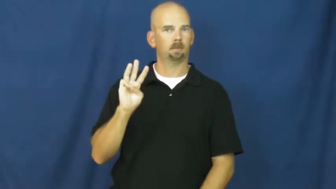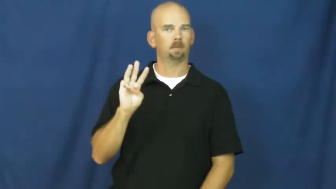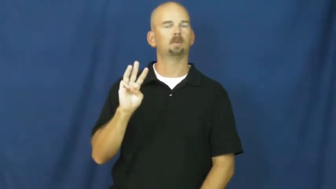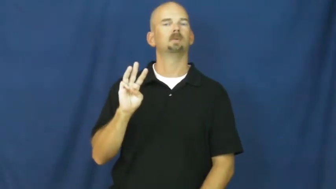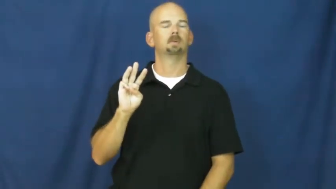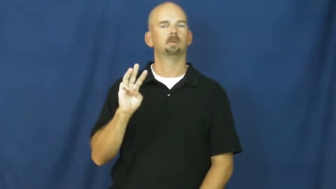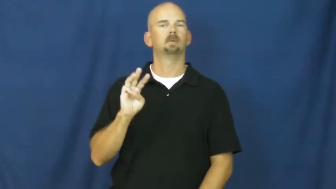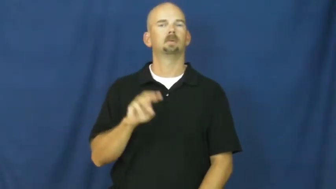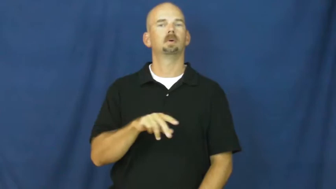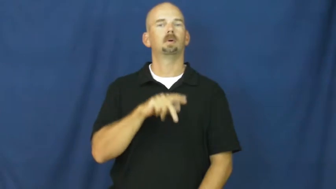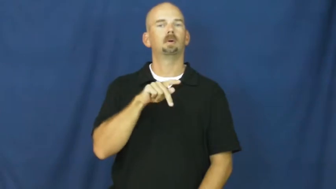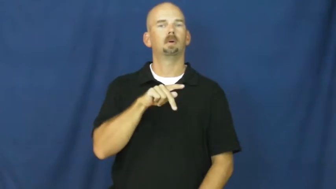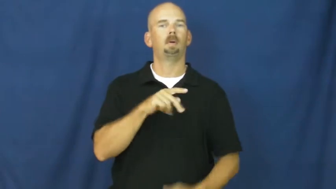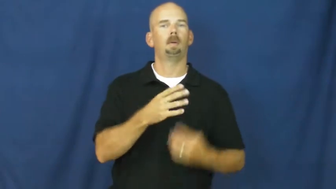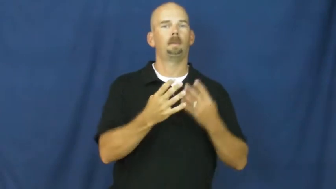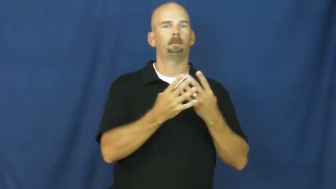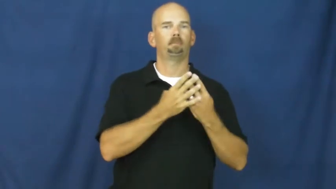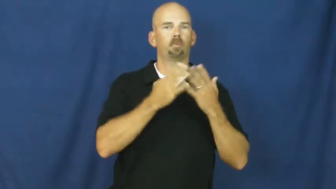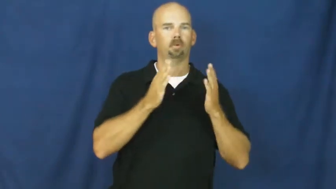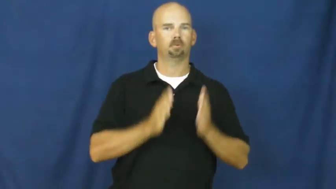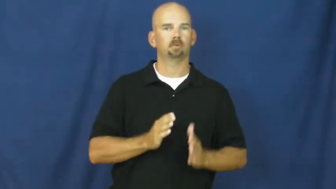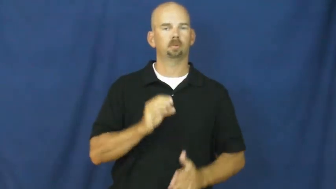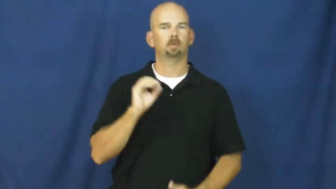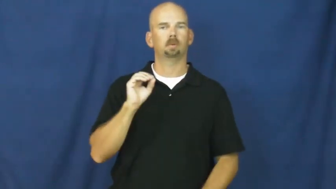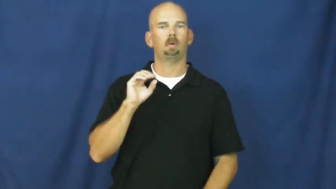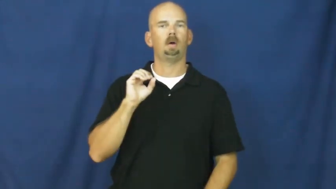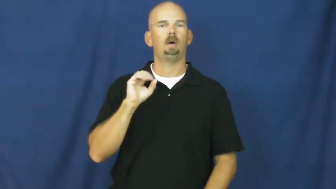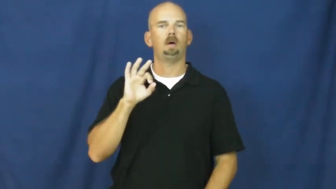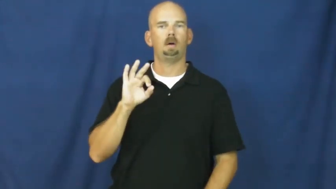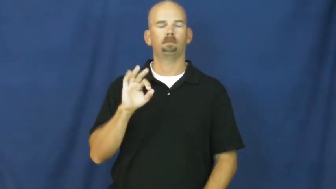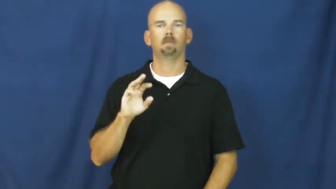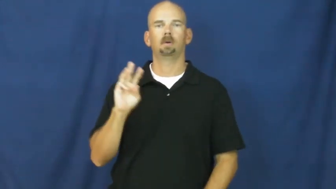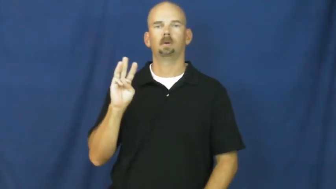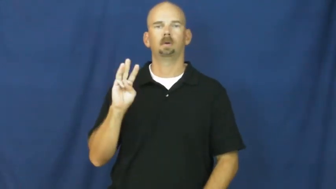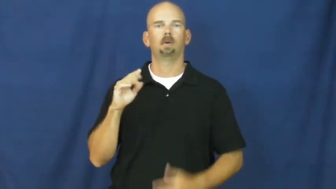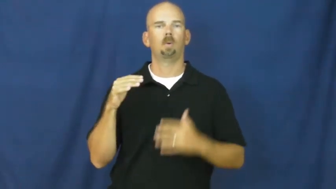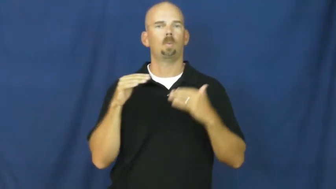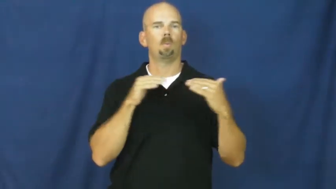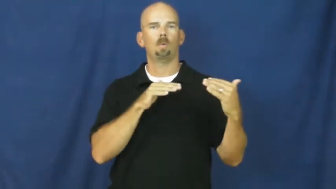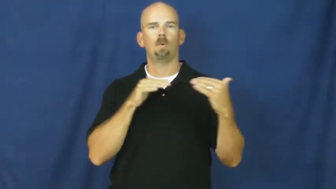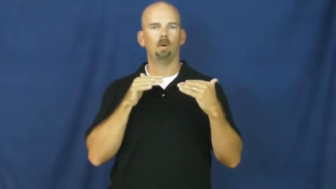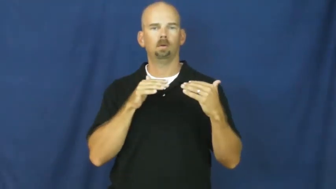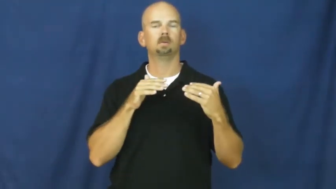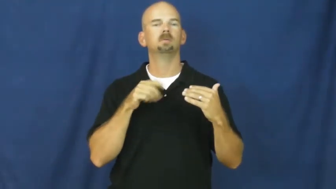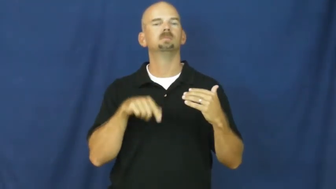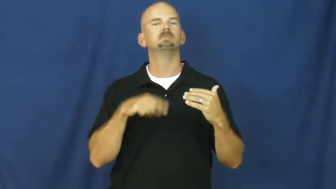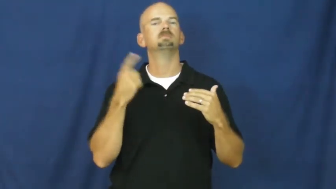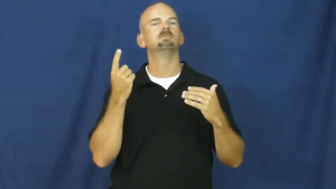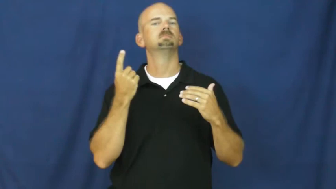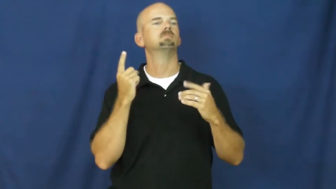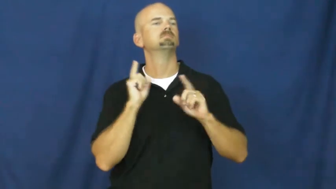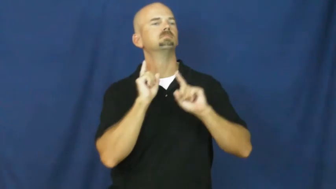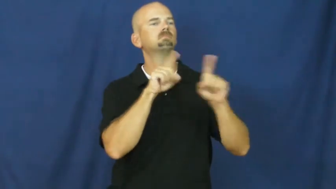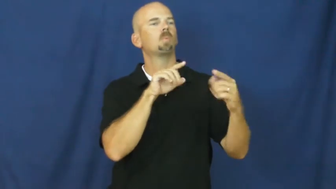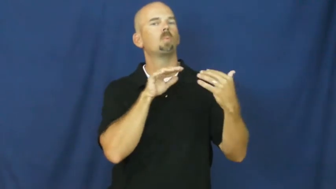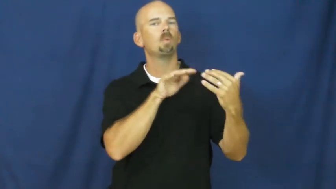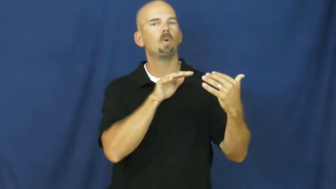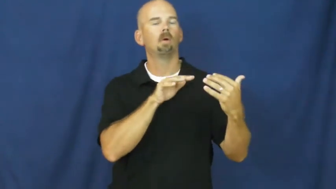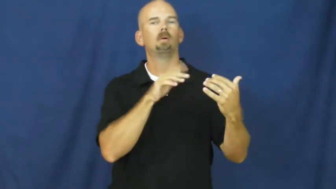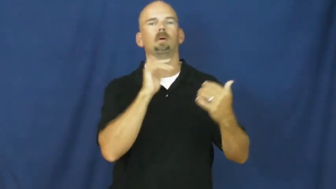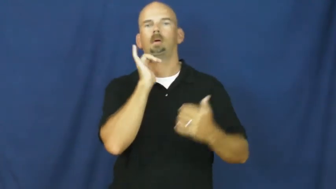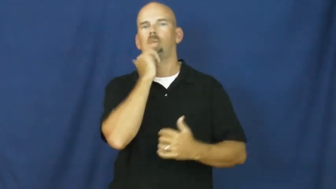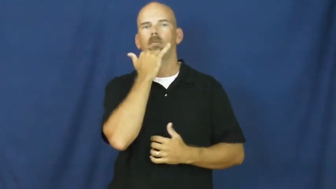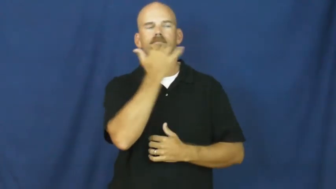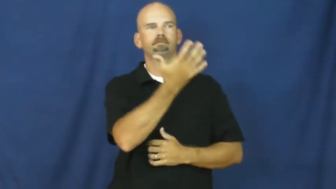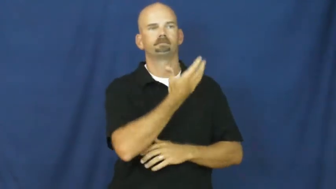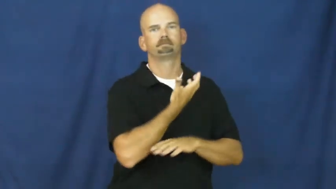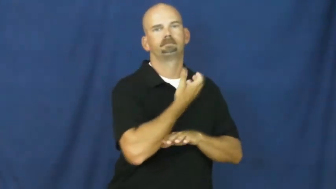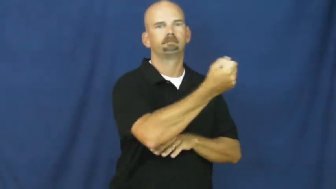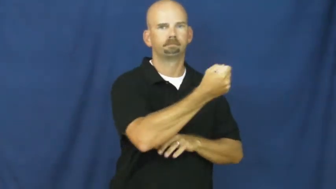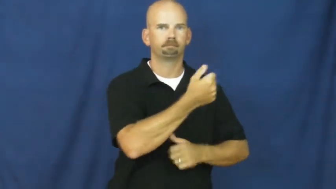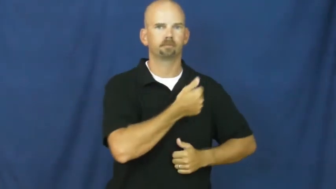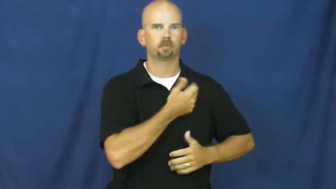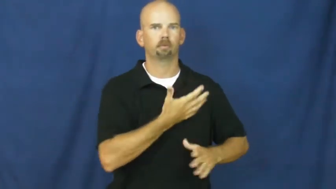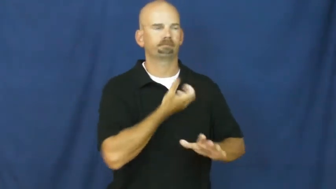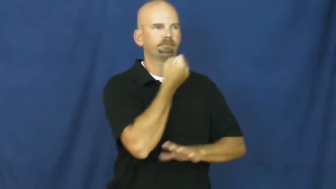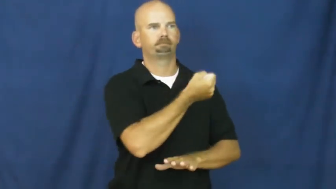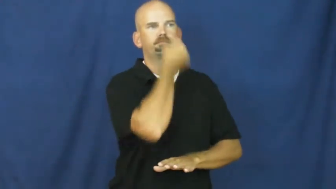p.o.w.